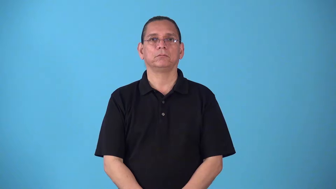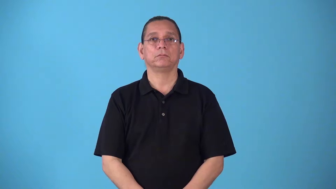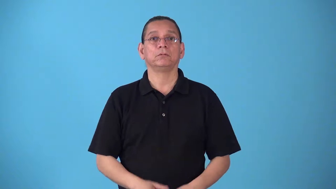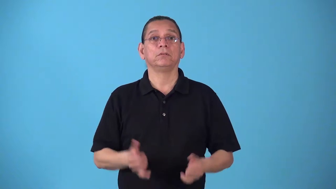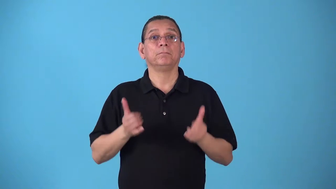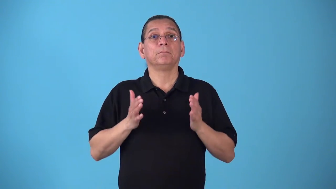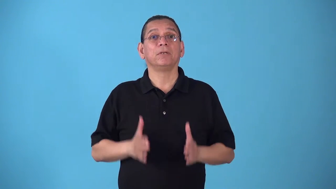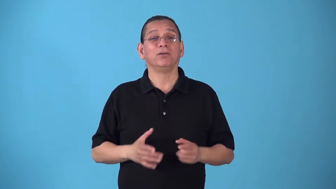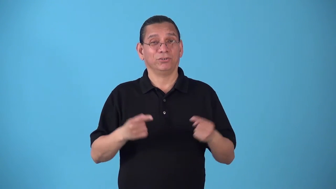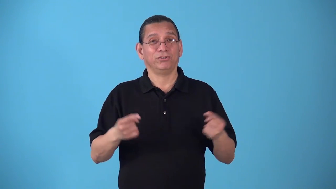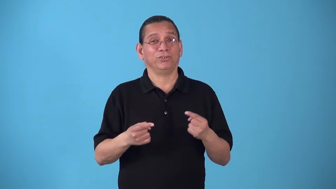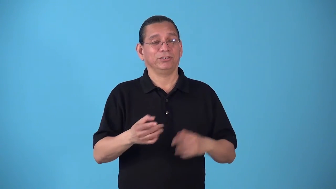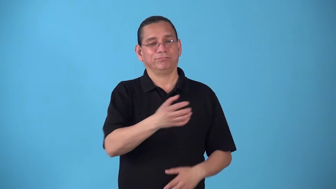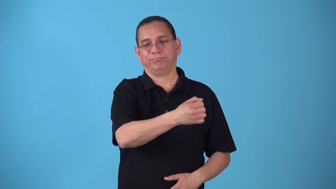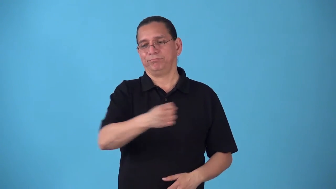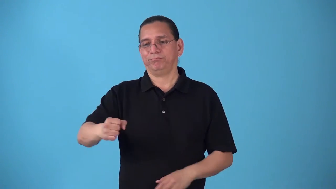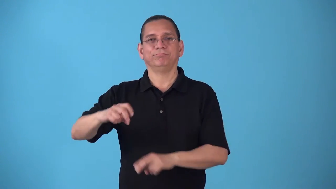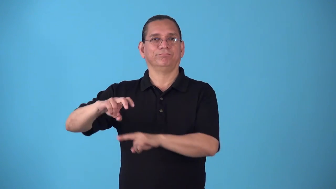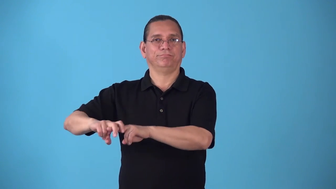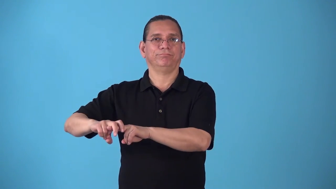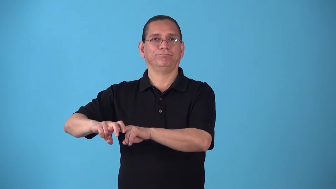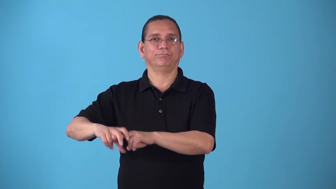sideline-injury that causes player not to play